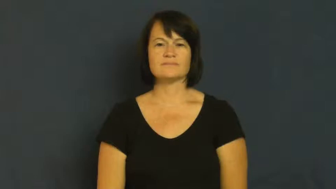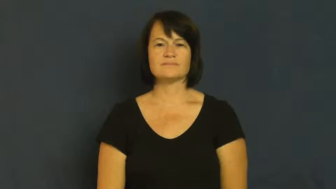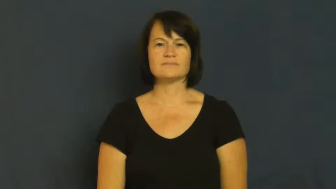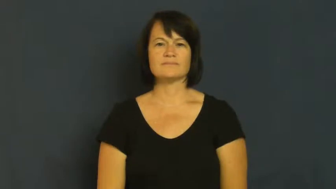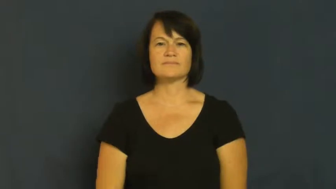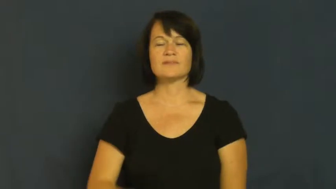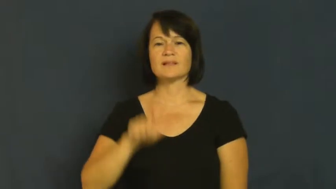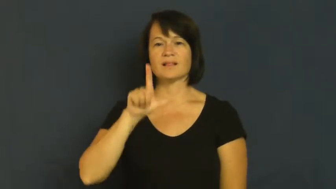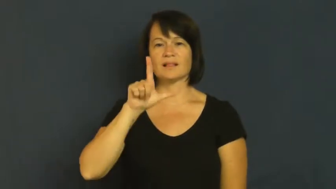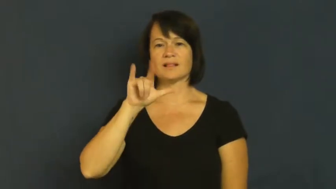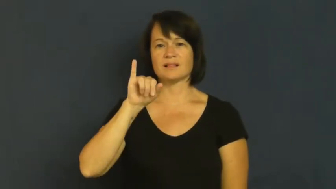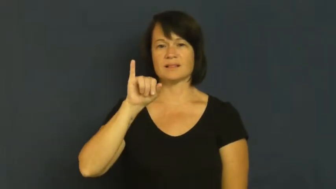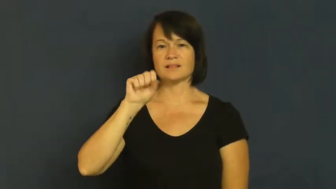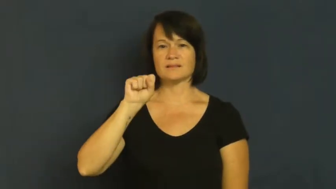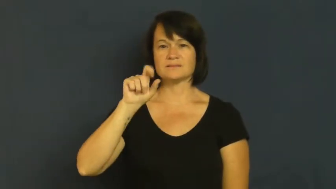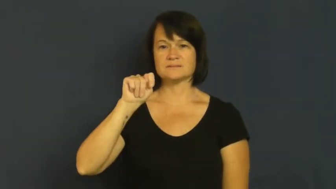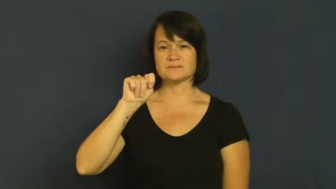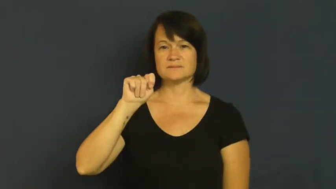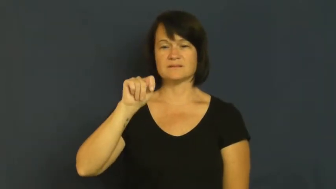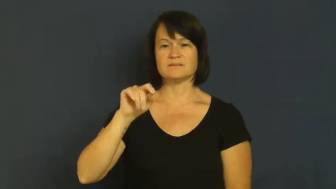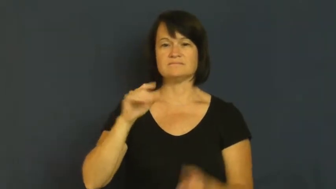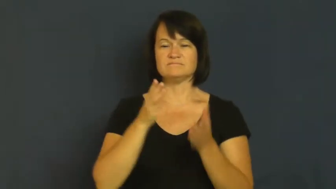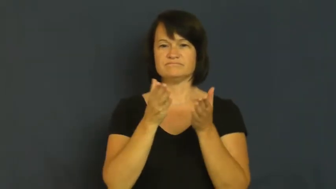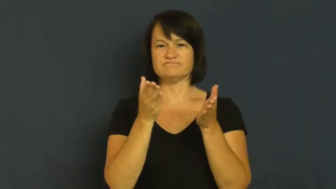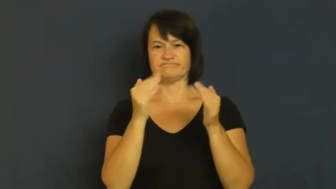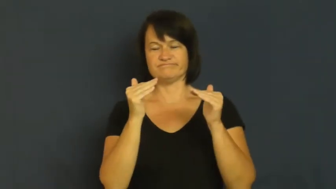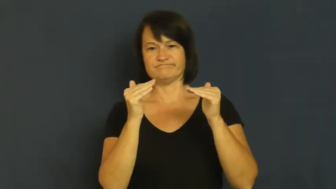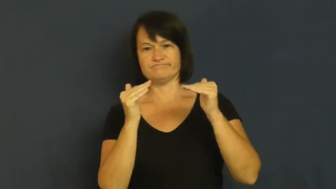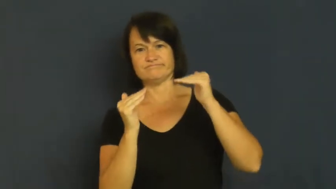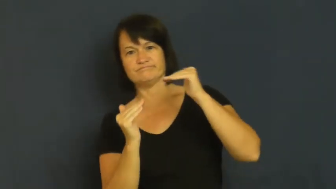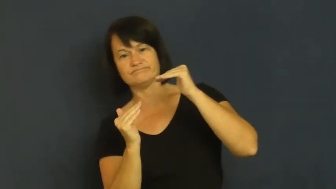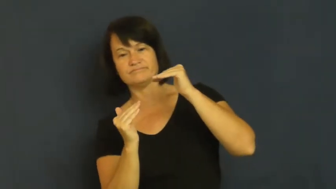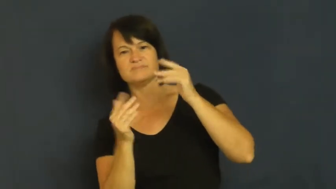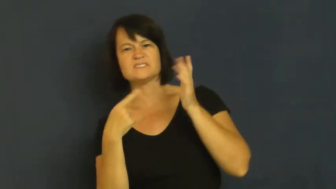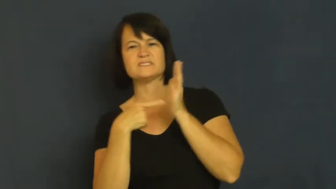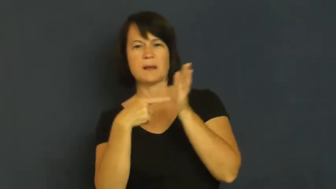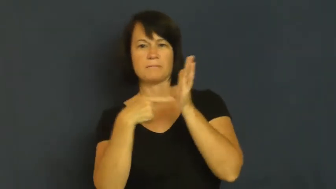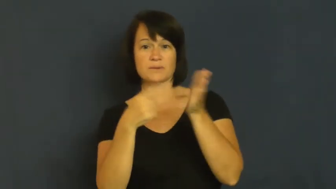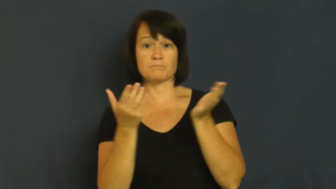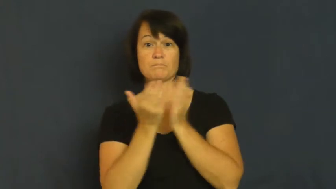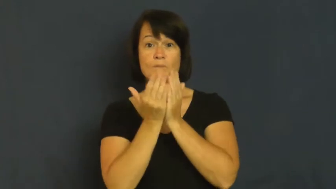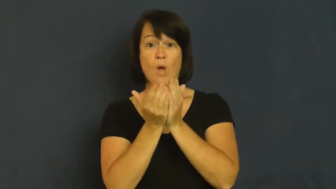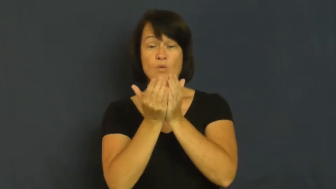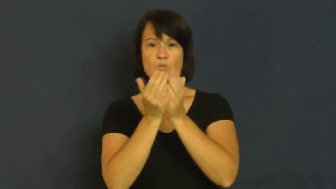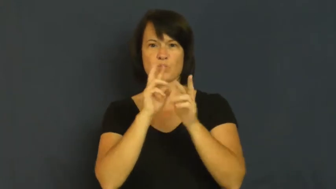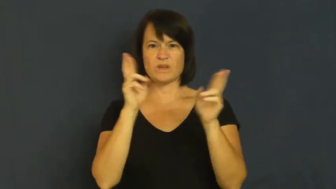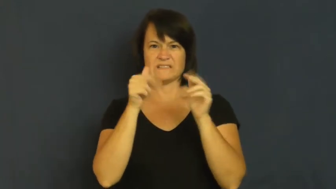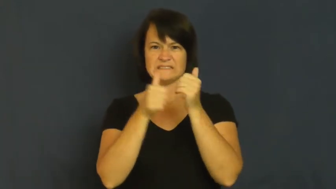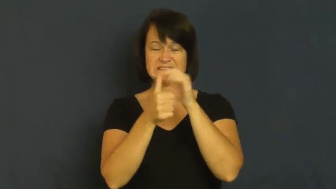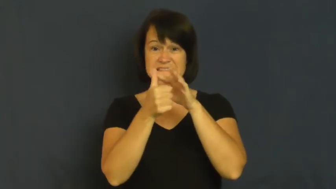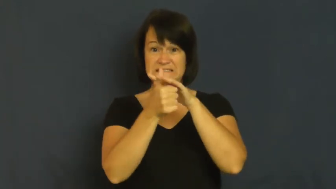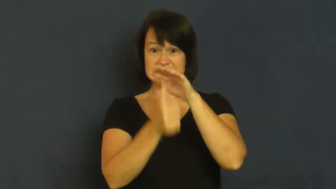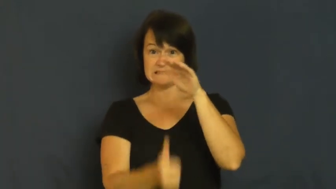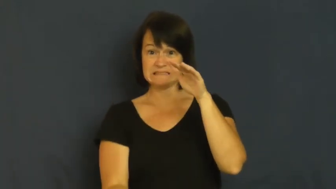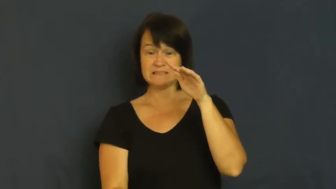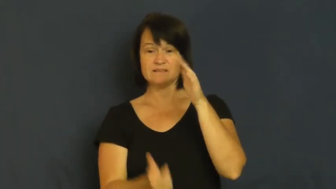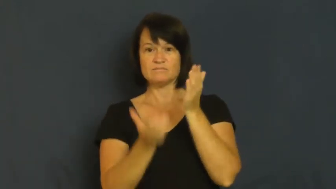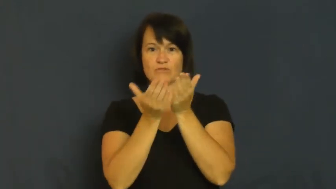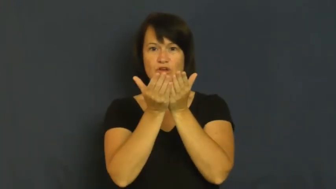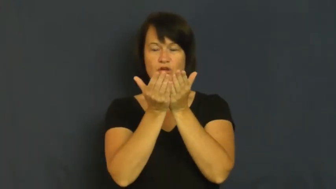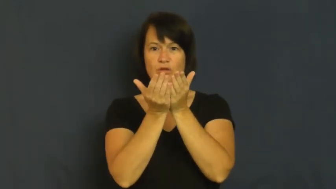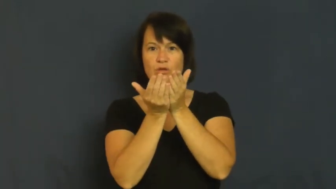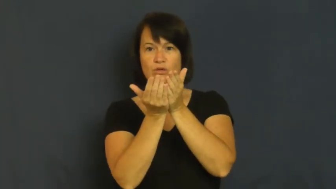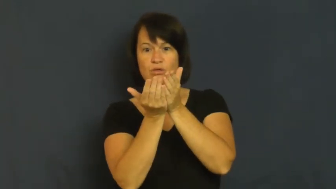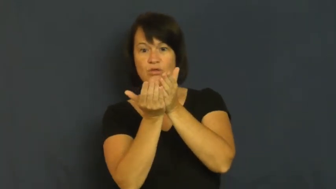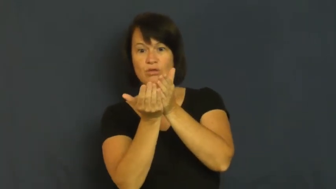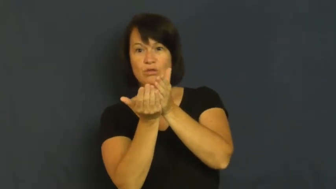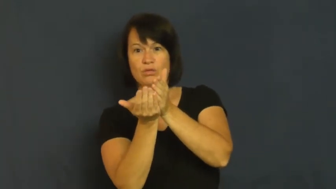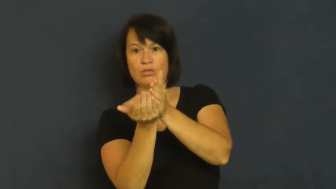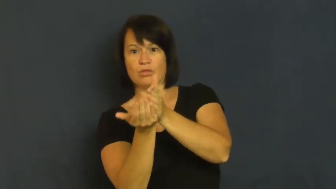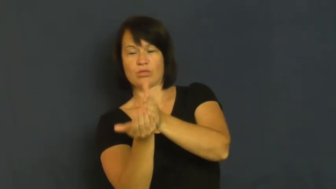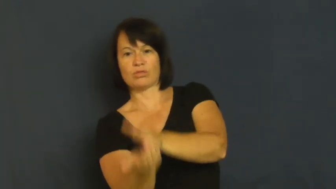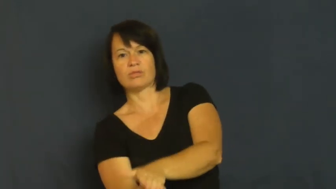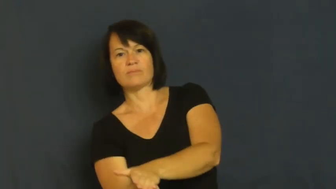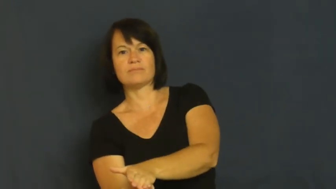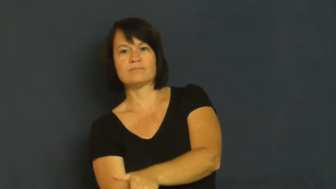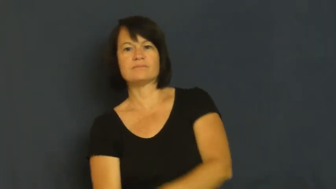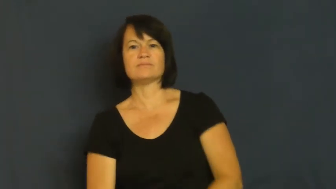list-tilt